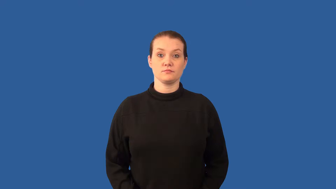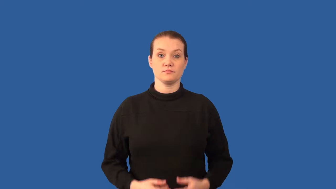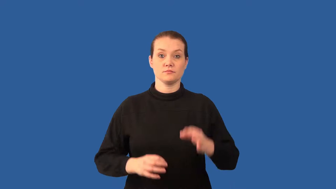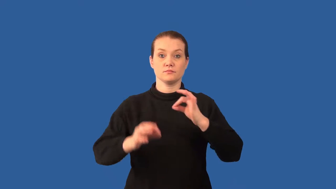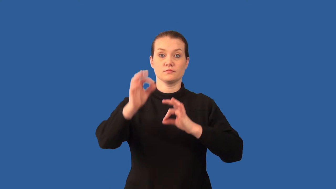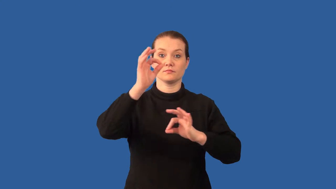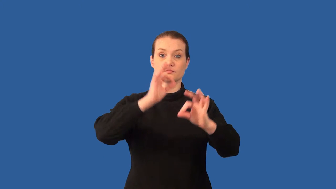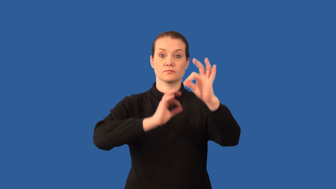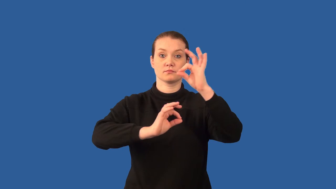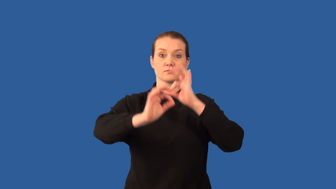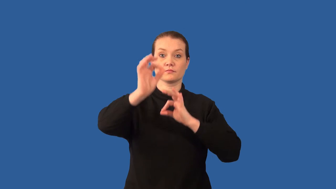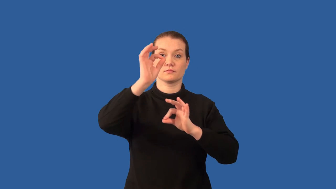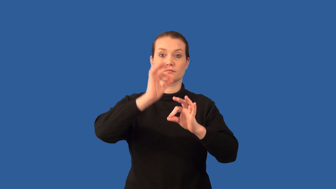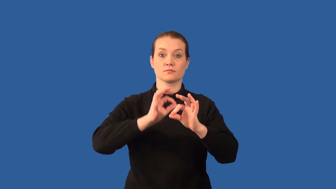molecule